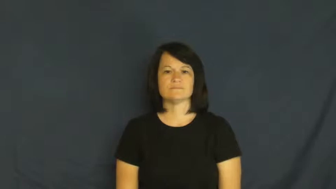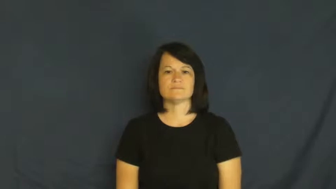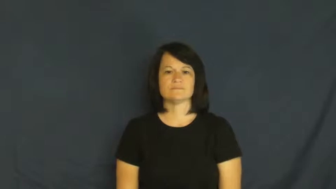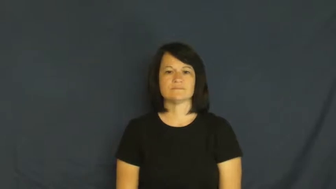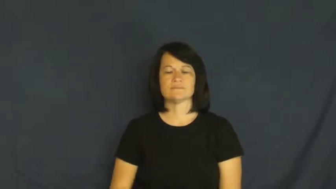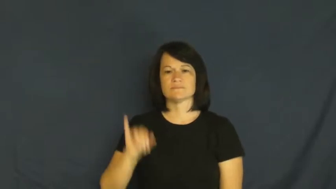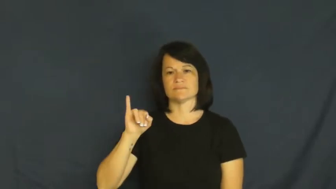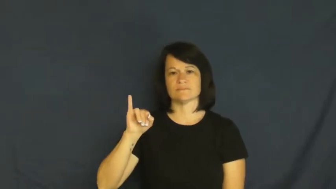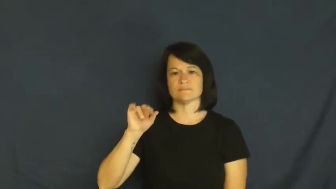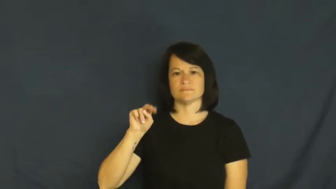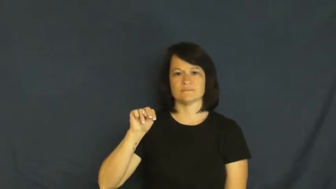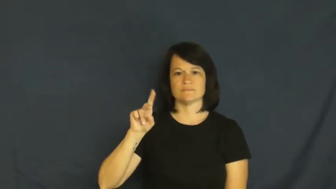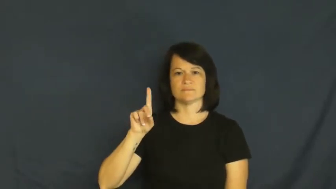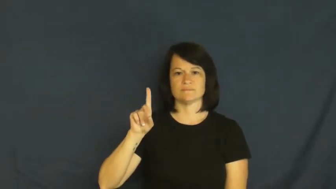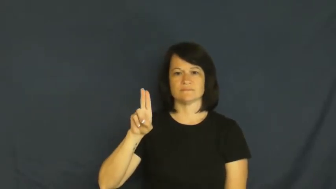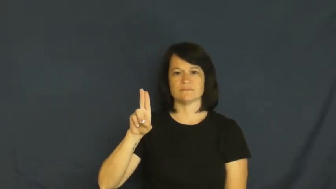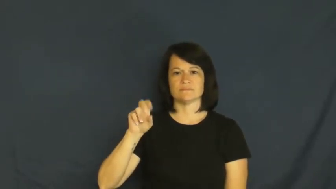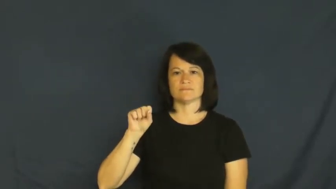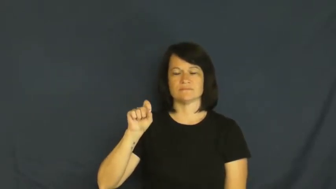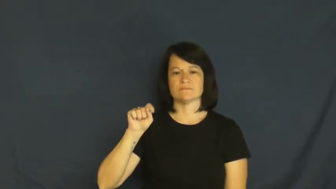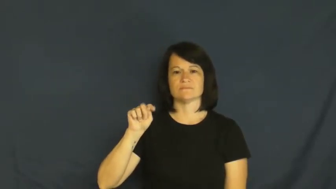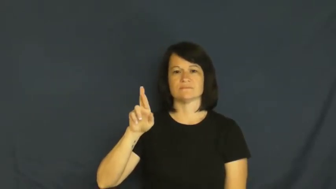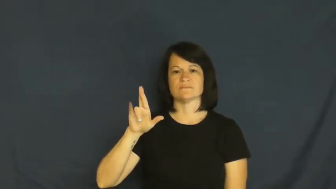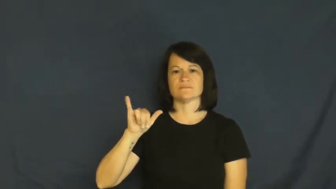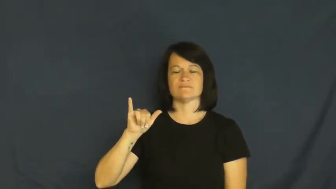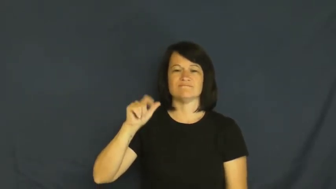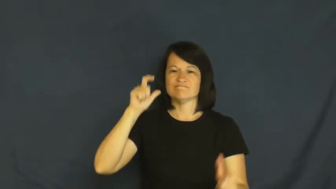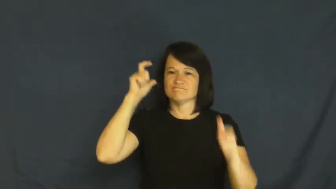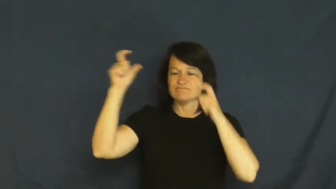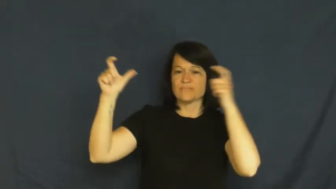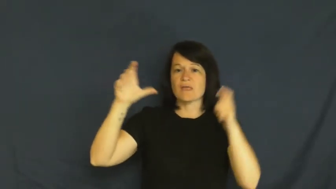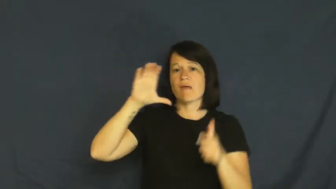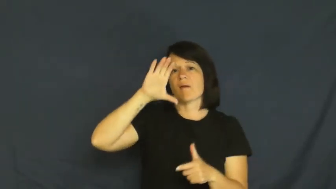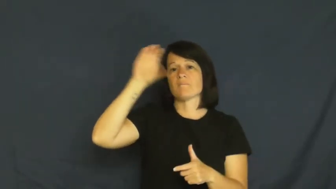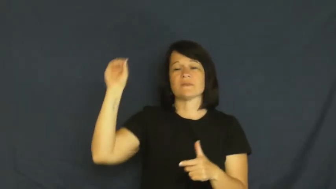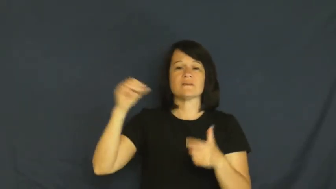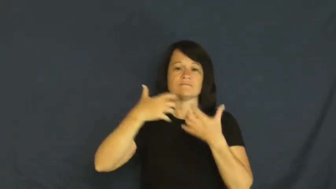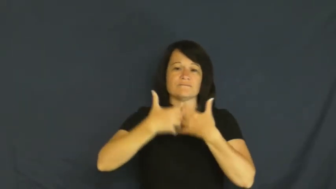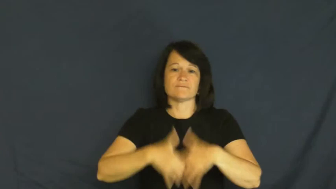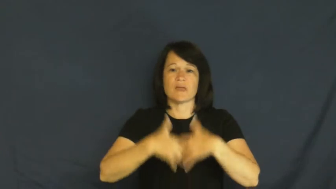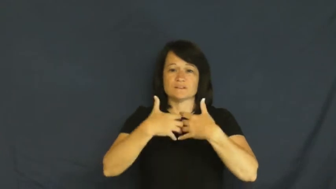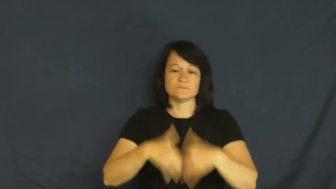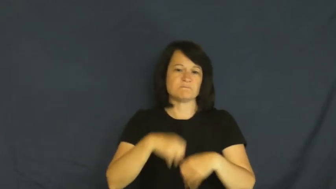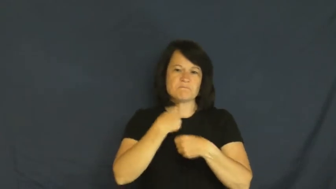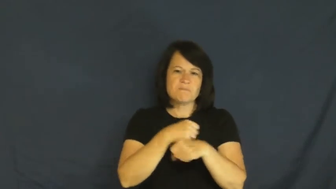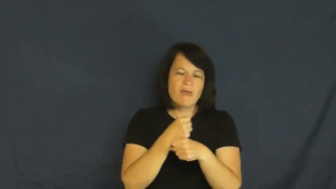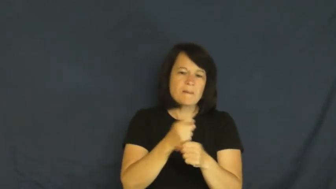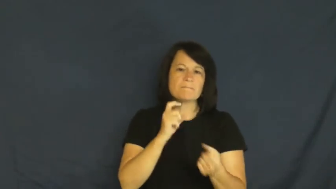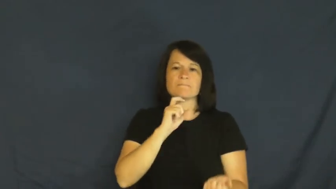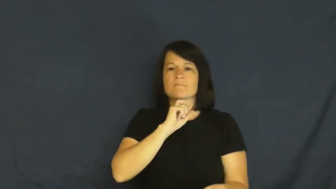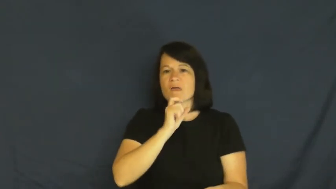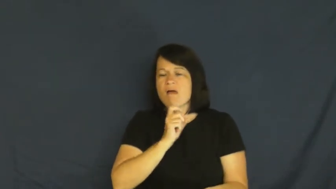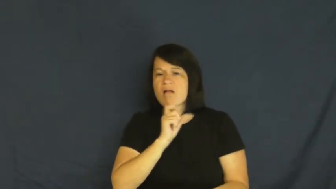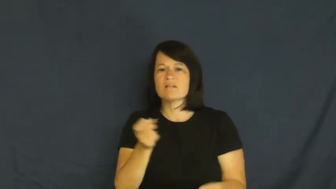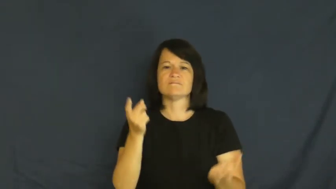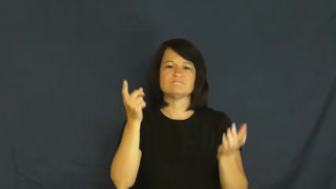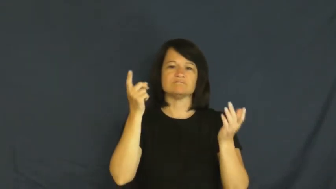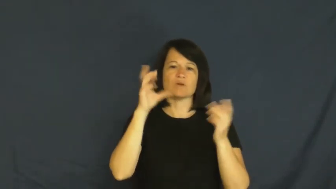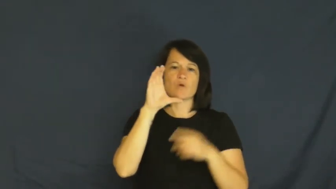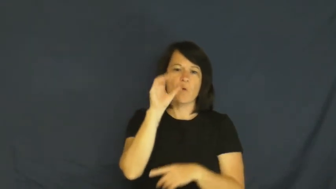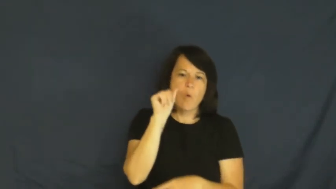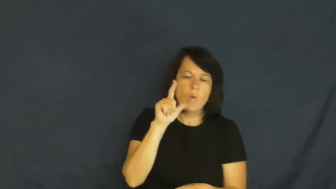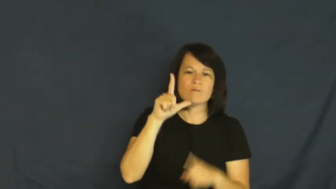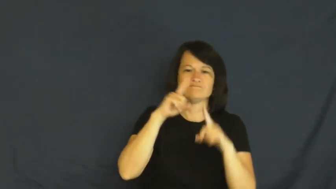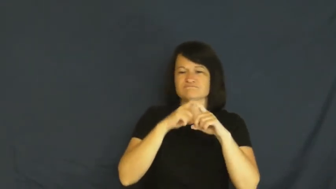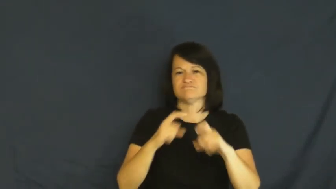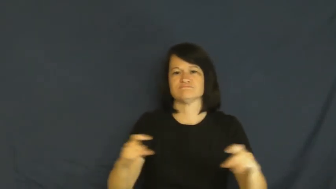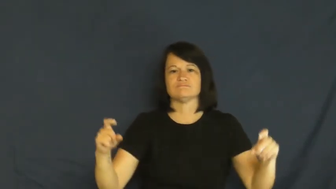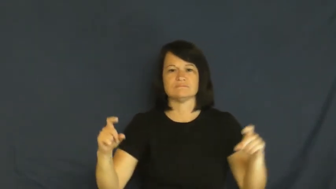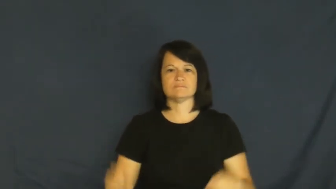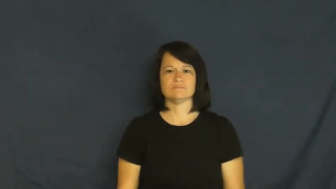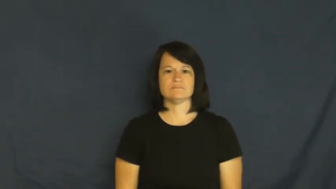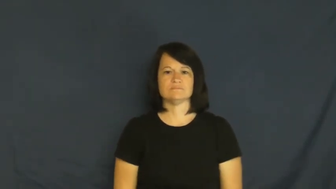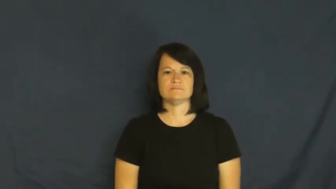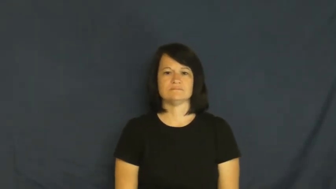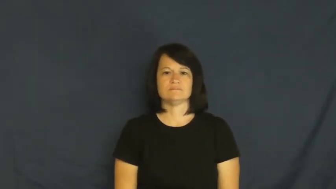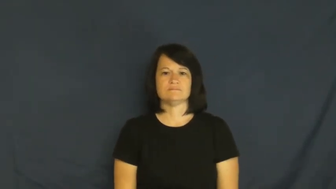industry